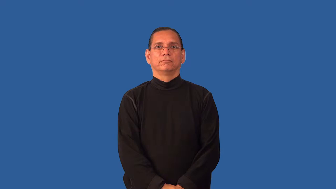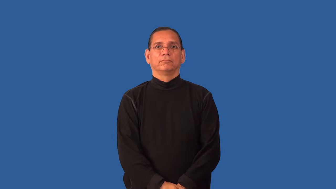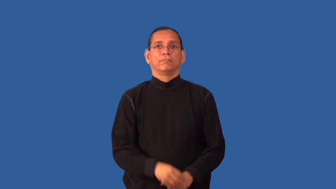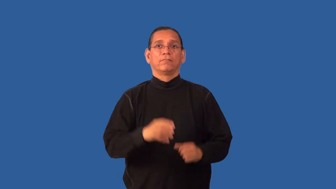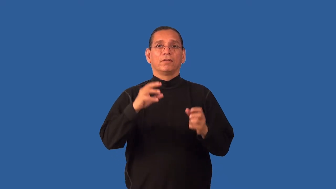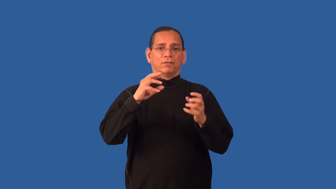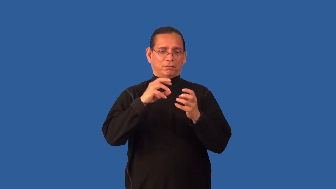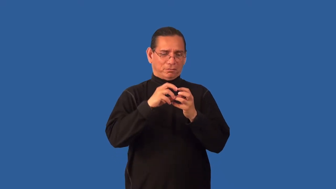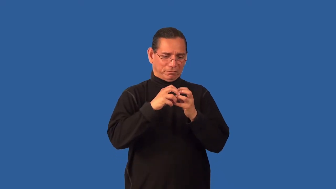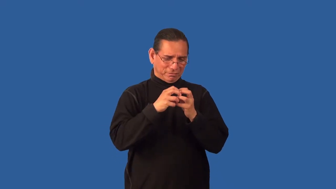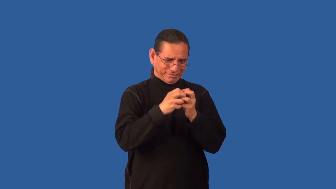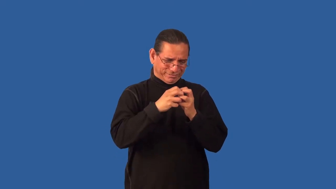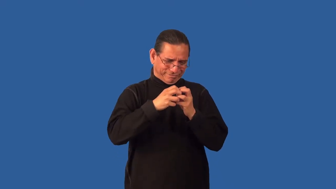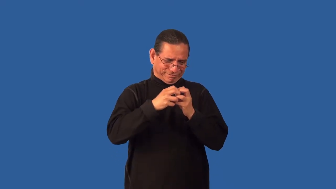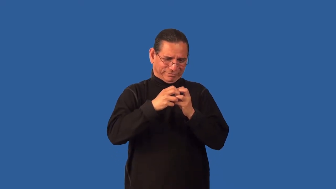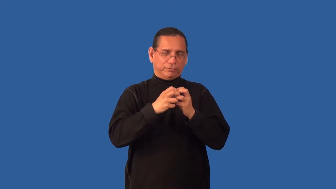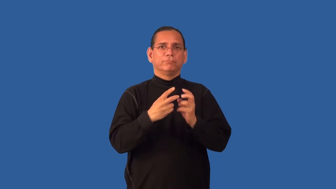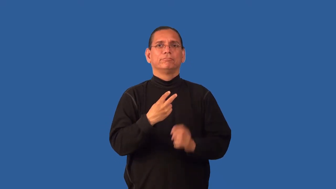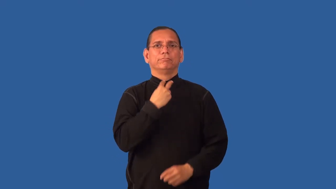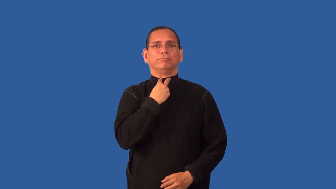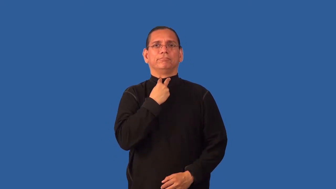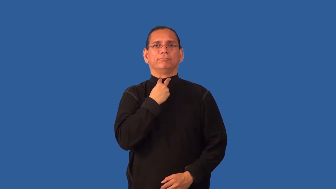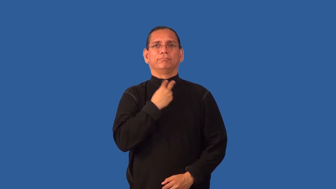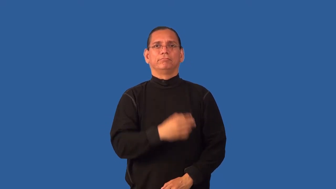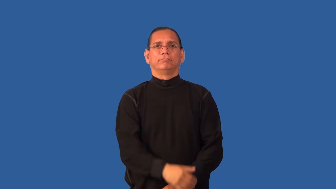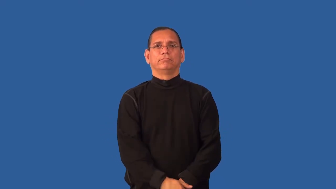enmesh